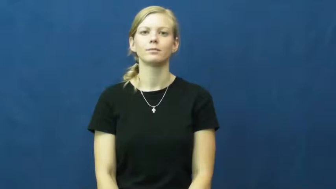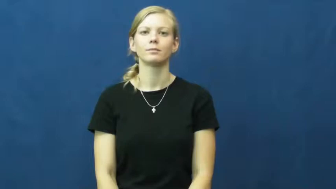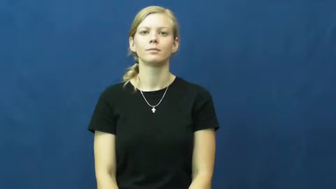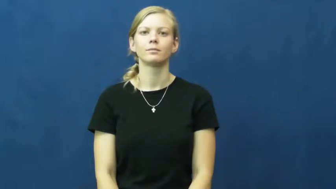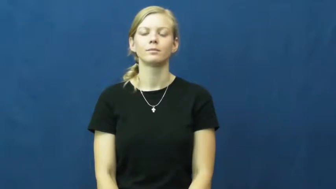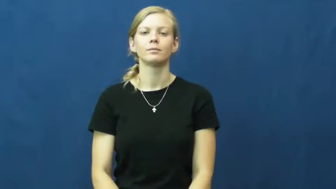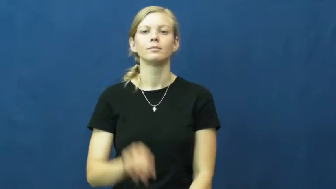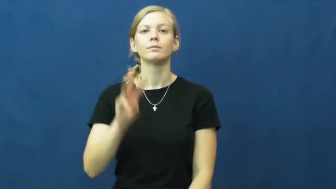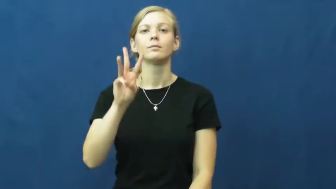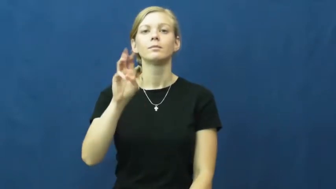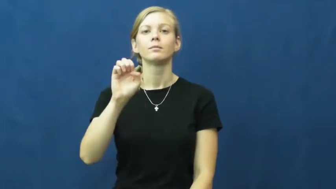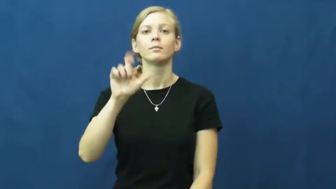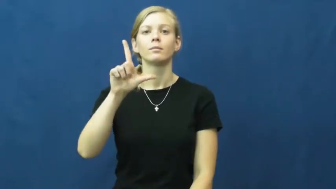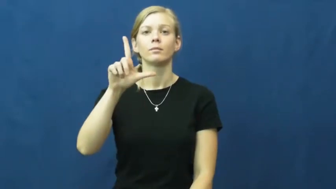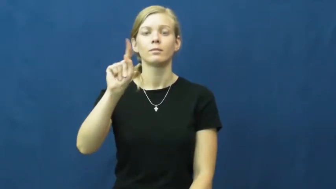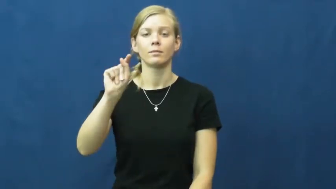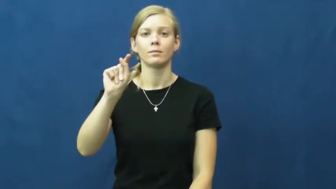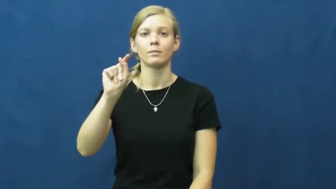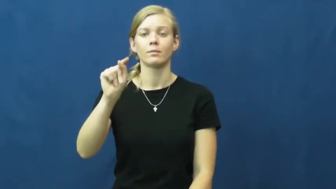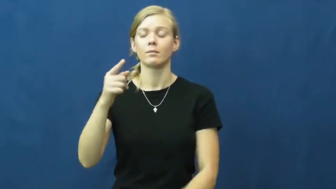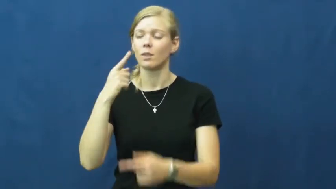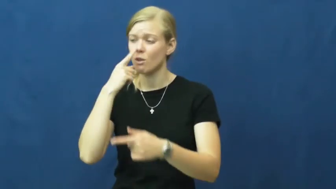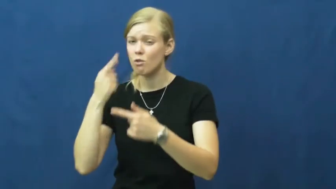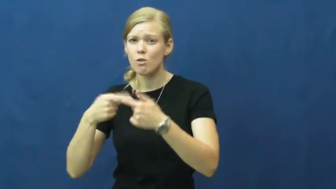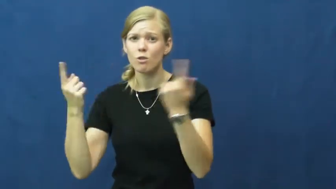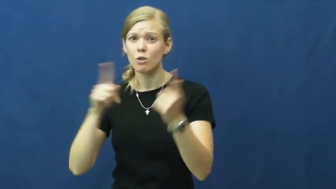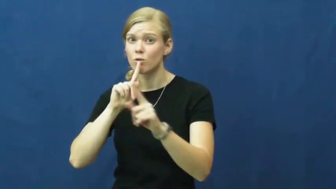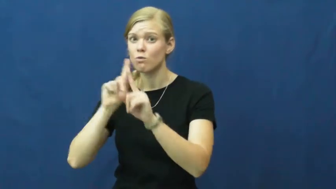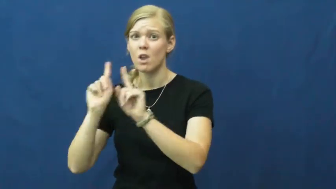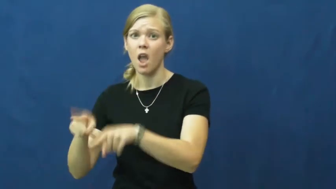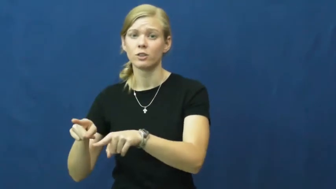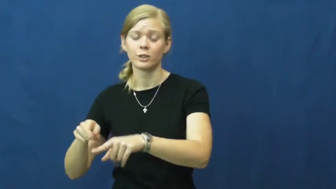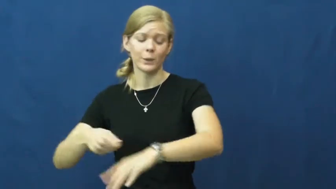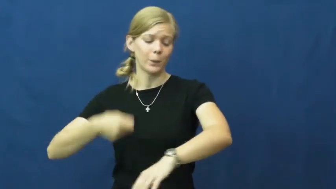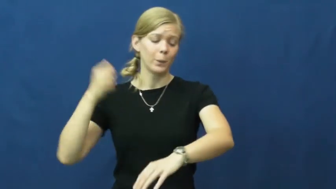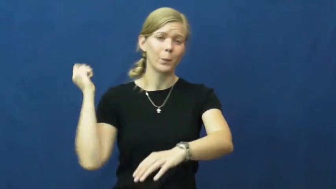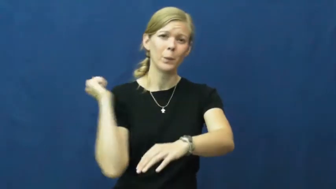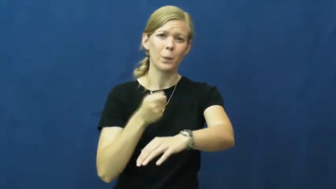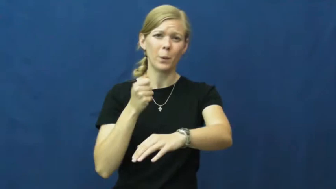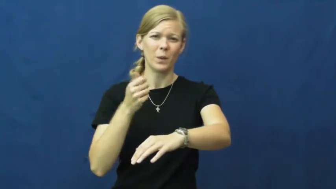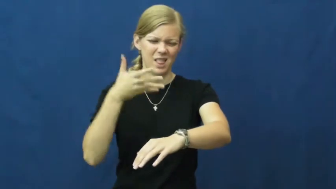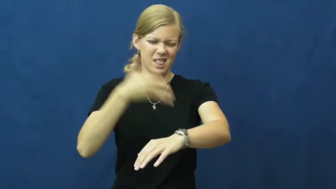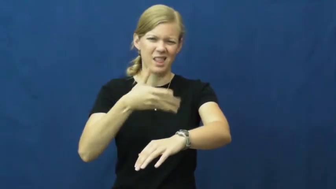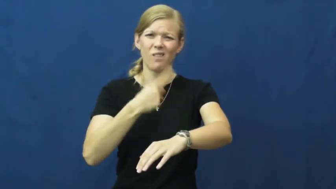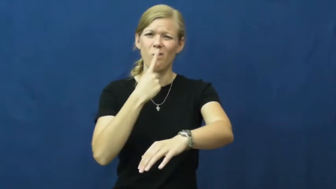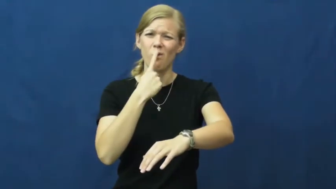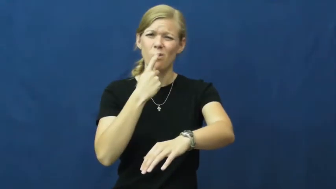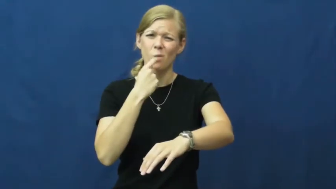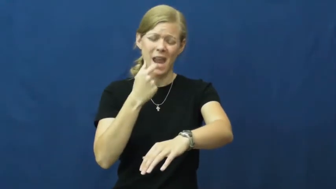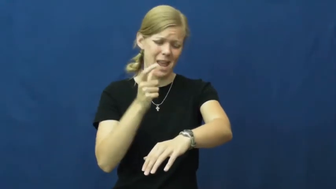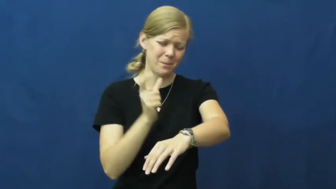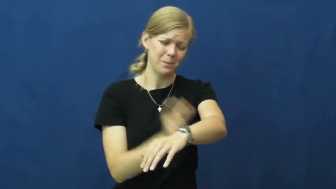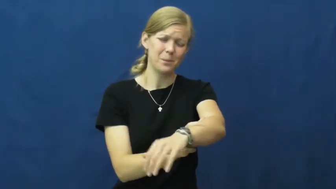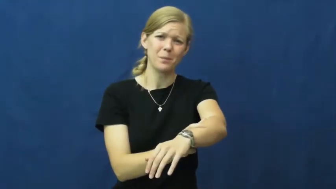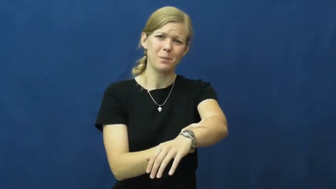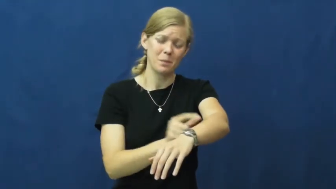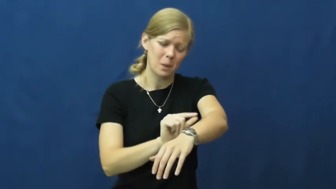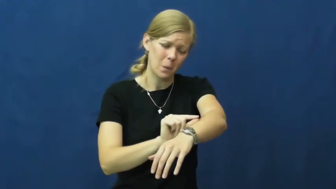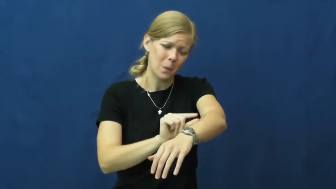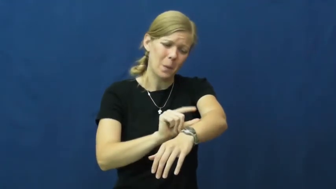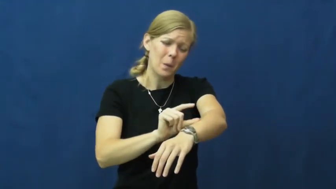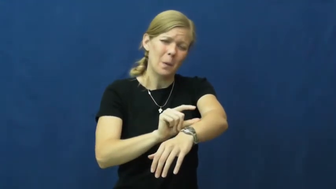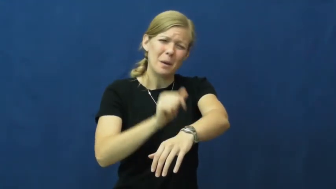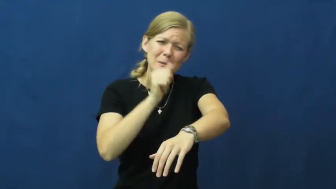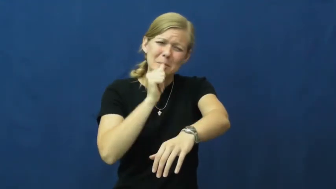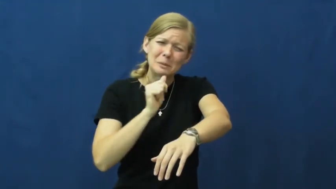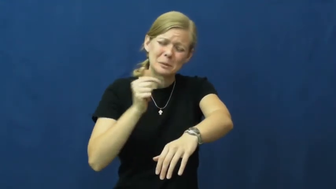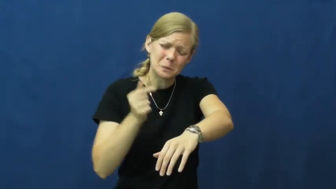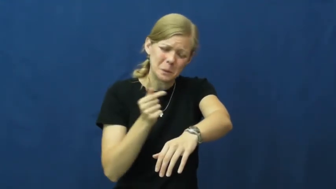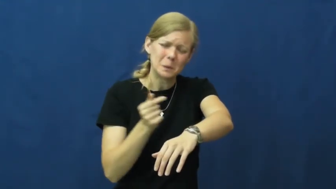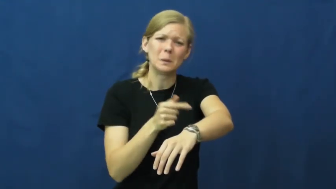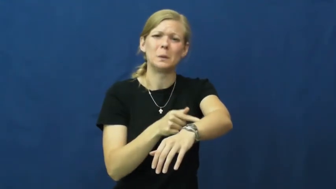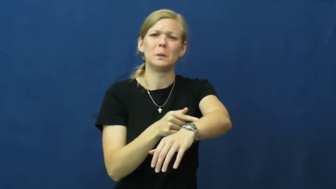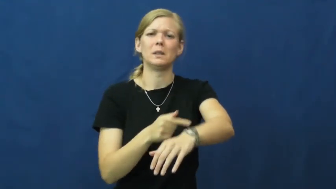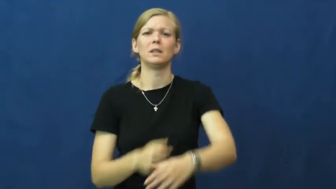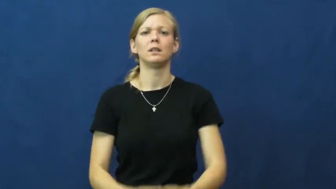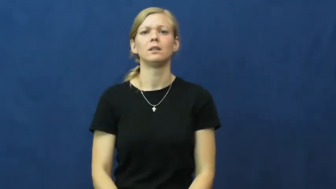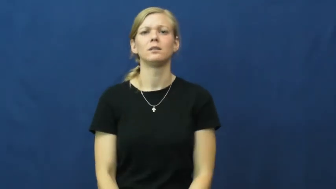welt,weal,wheal